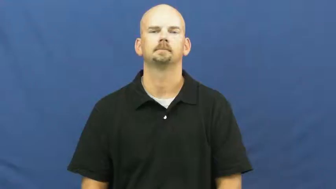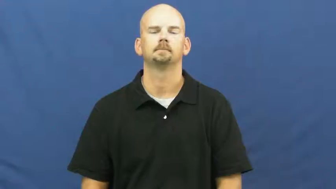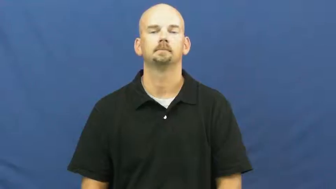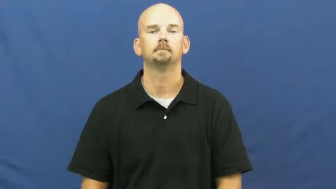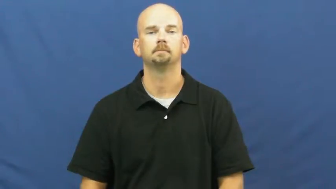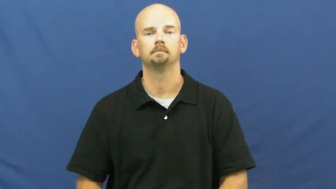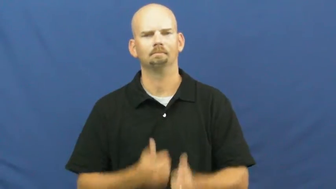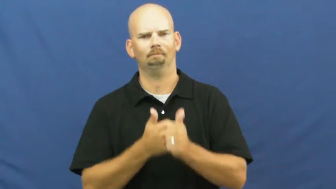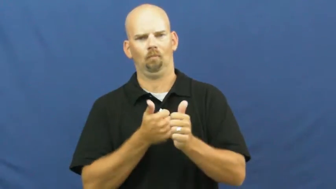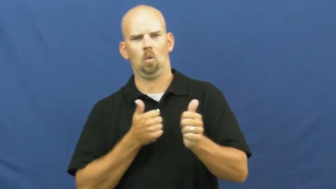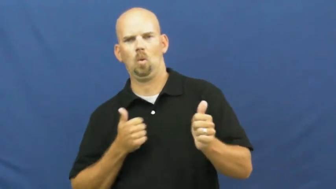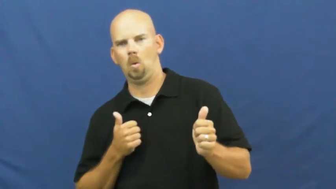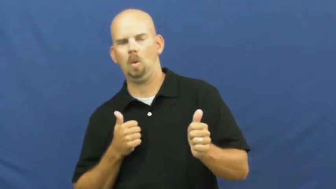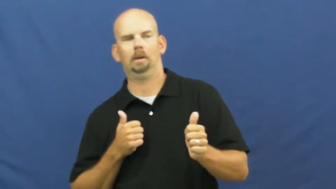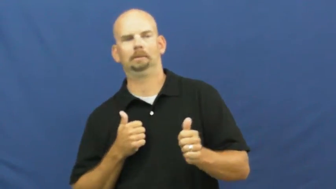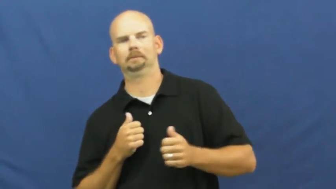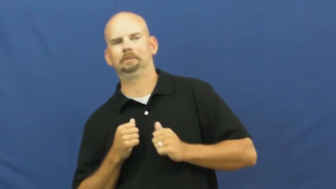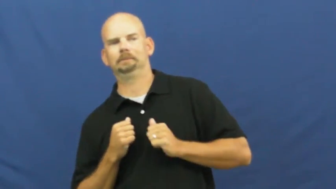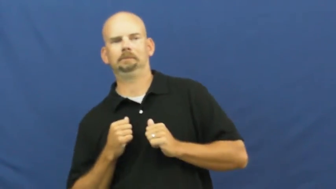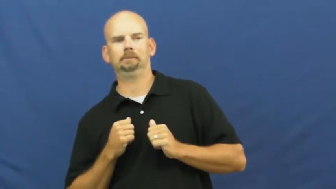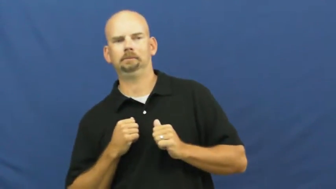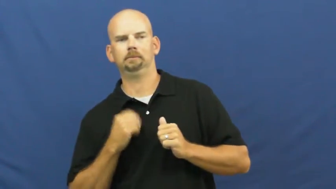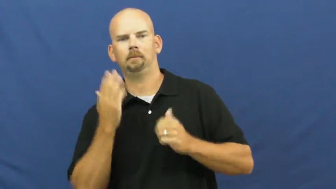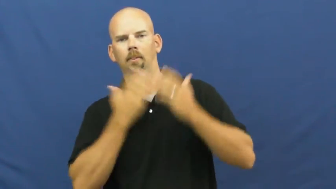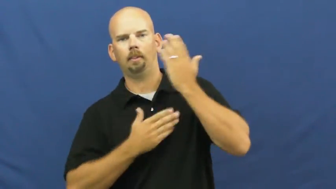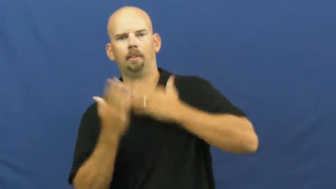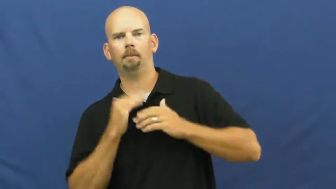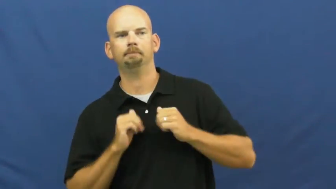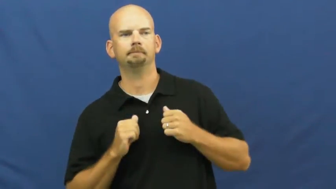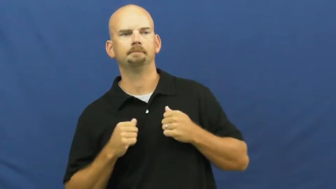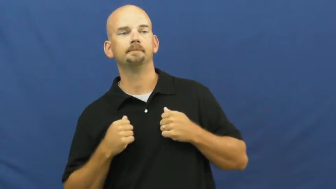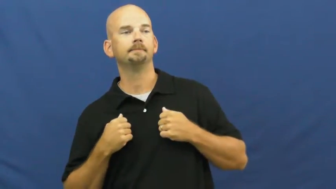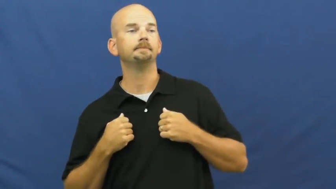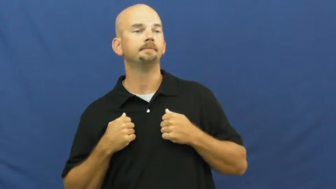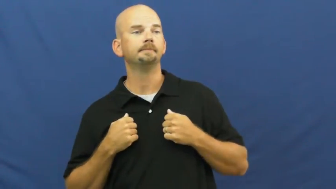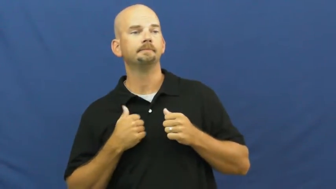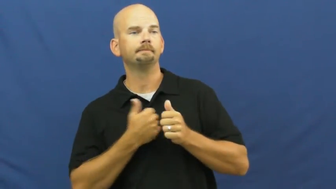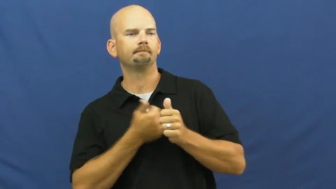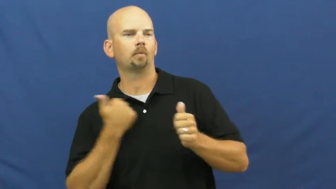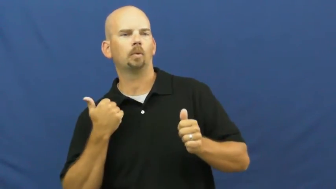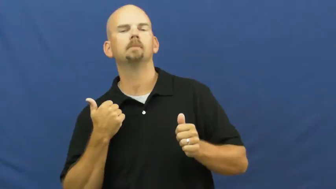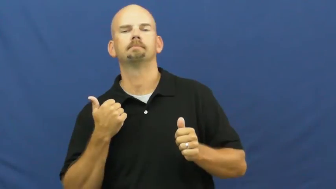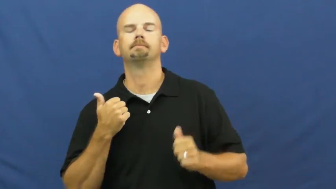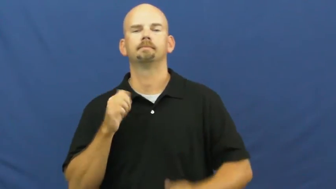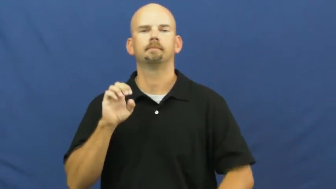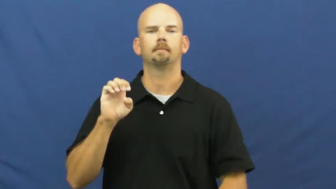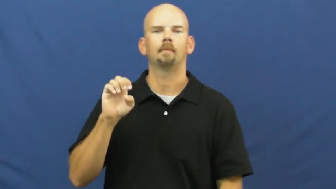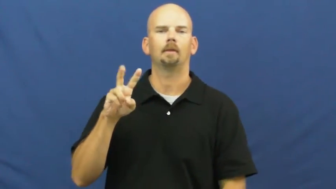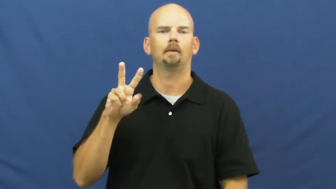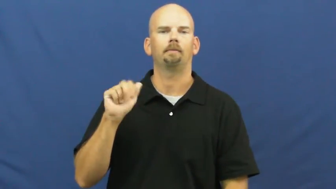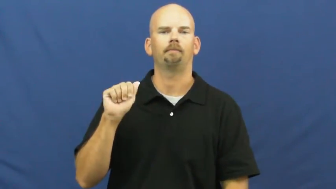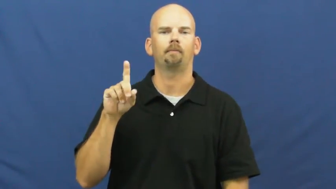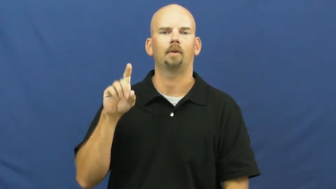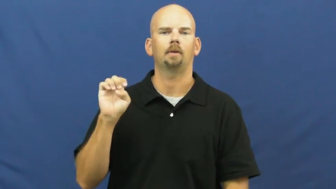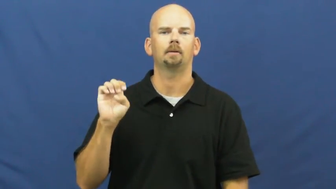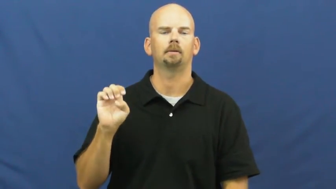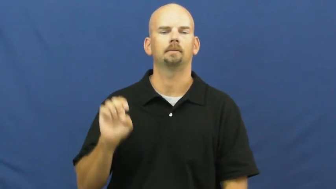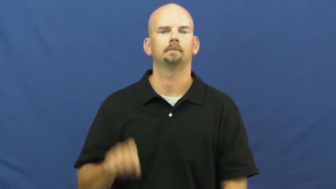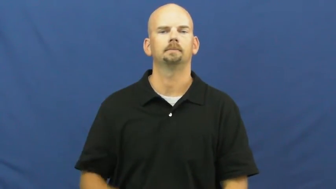evade,runaround